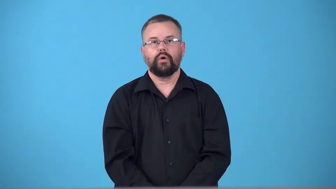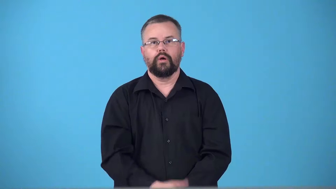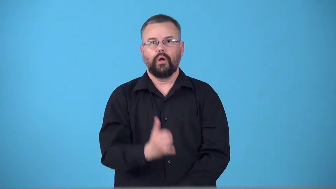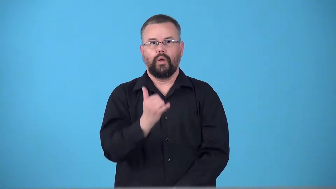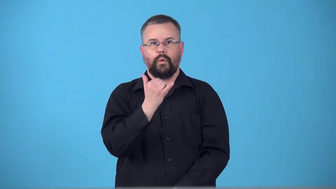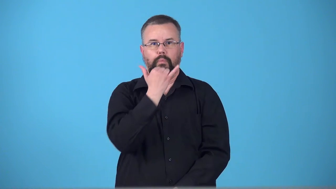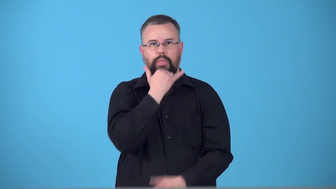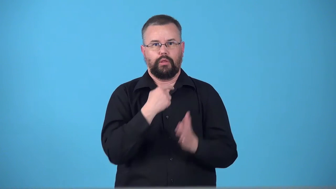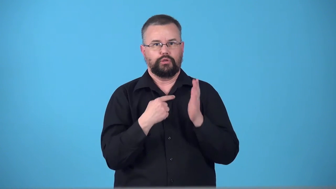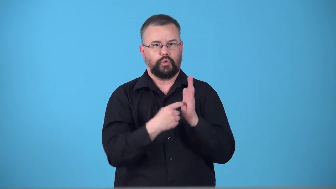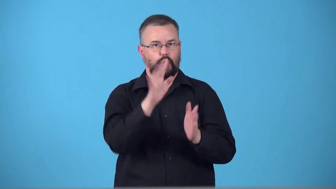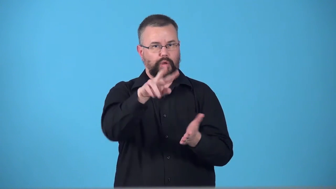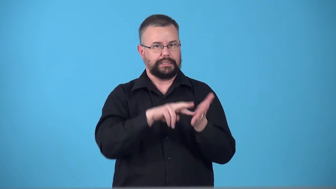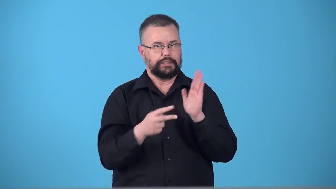telegraph-make your intentions obvious